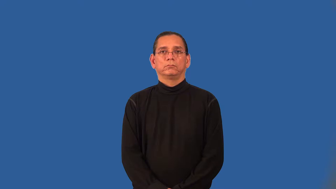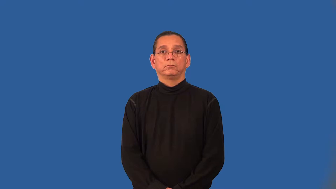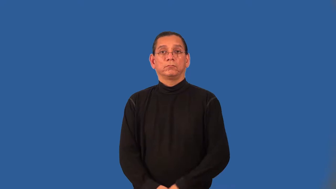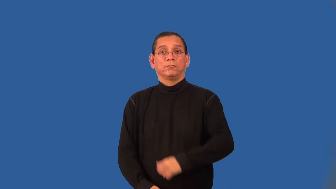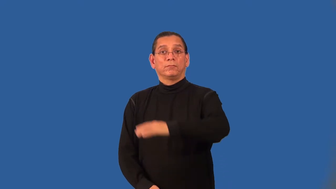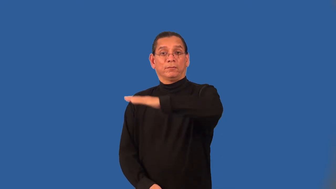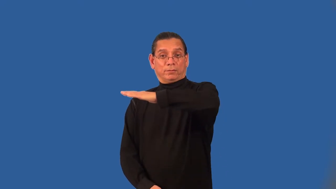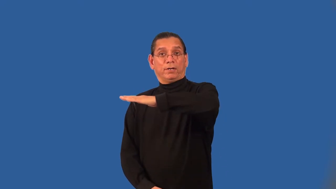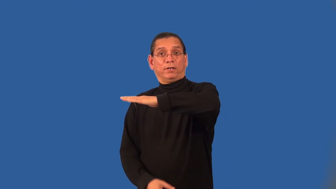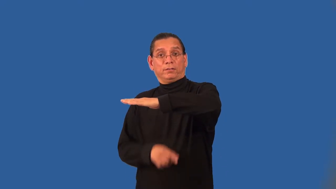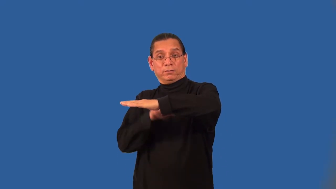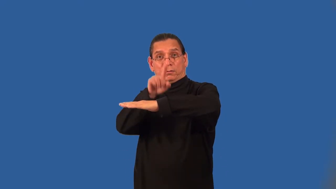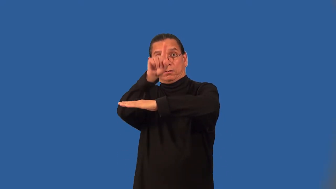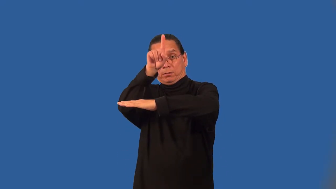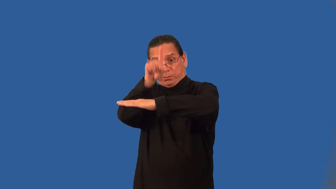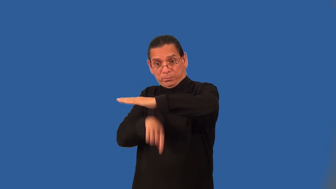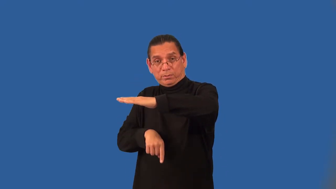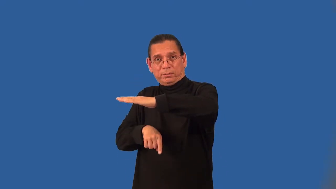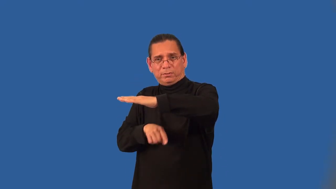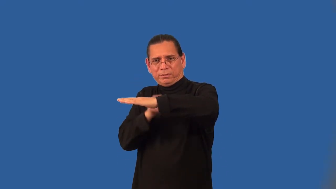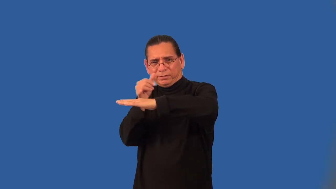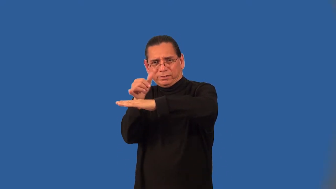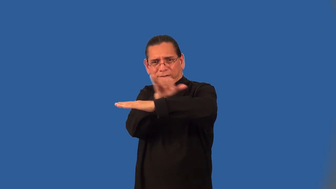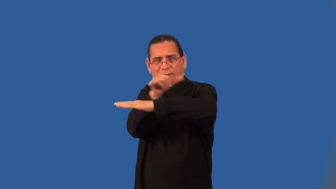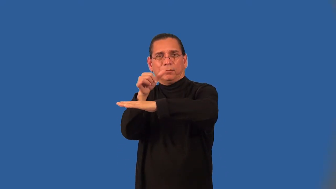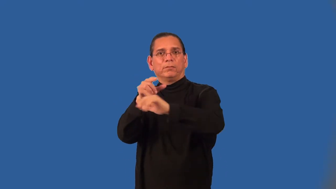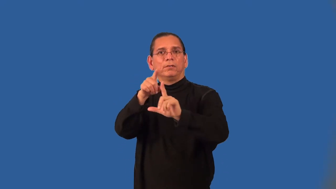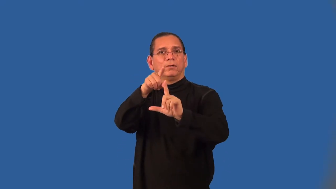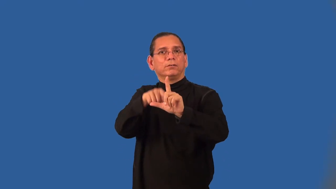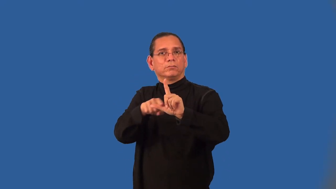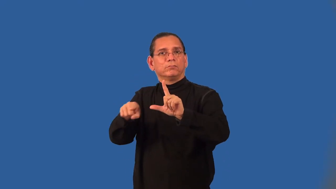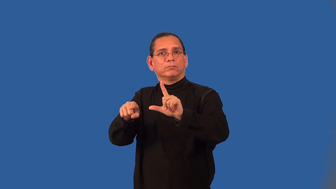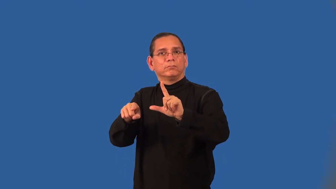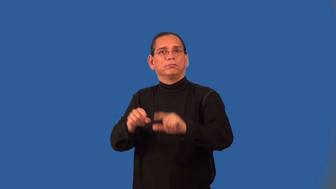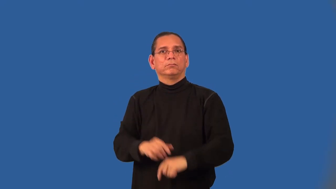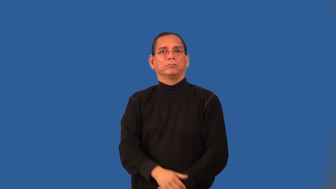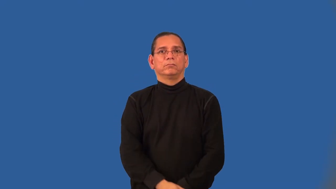angle bisector